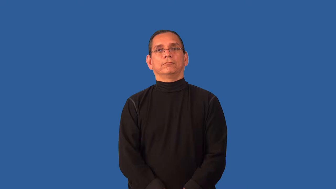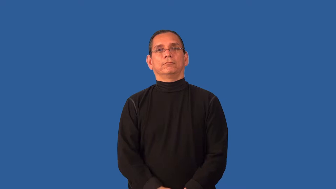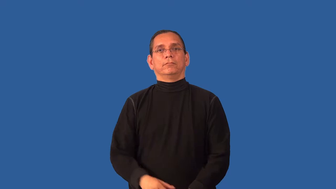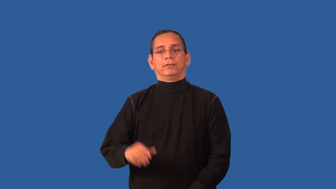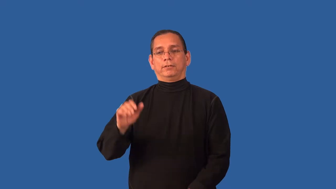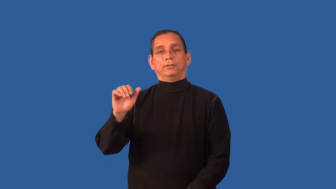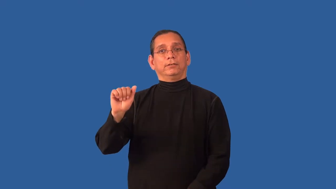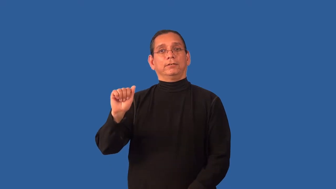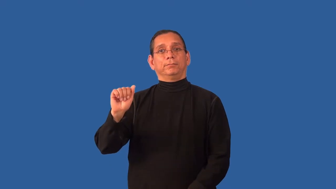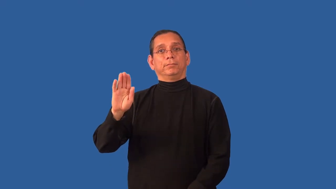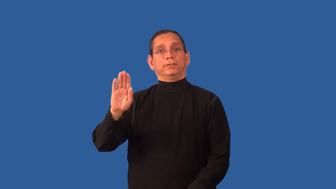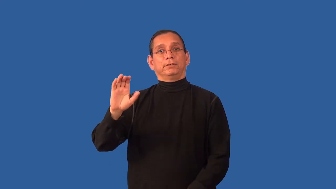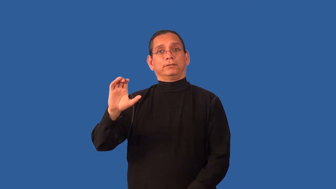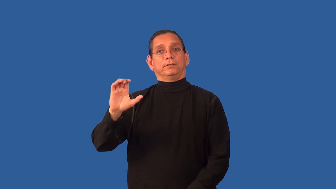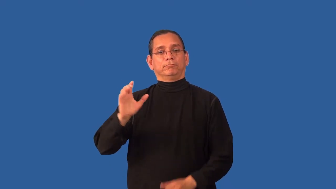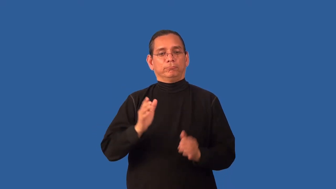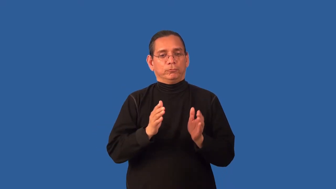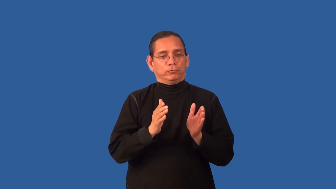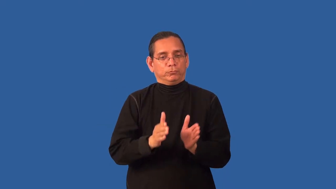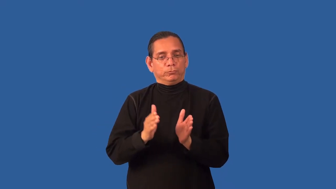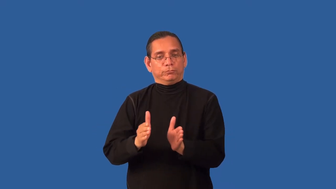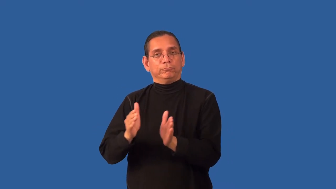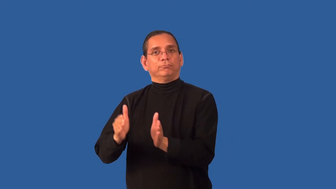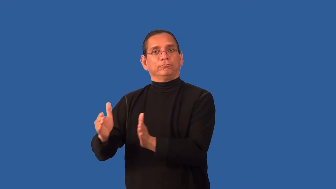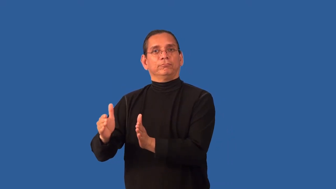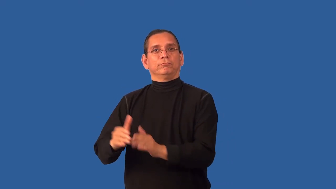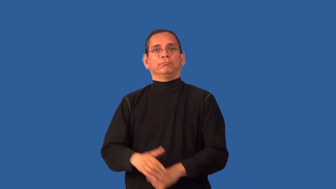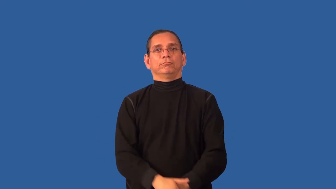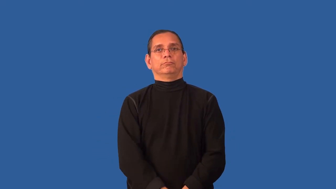alphabetize